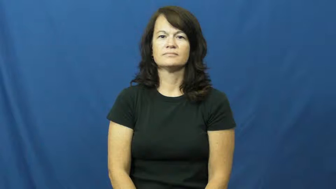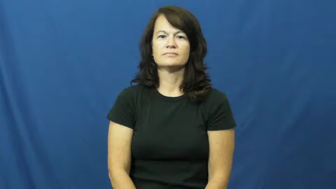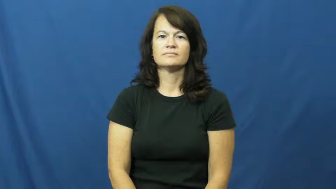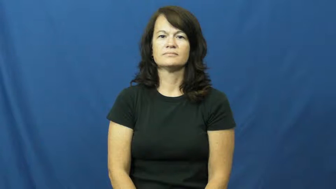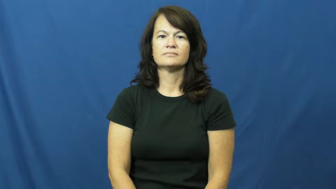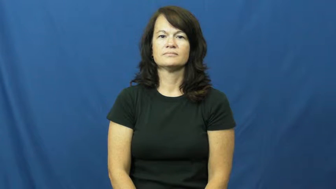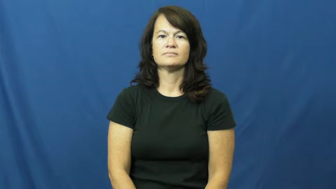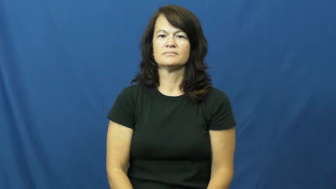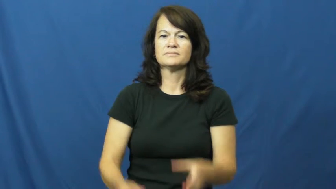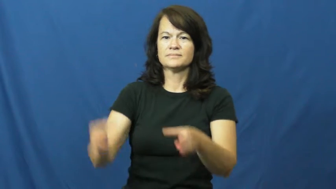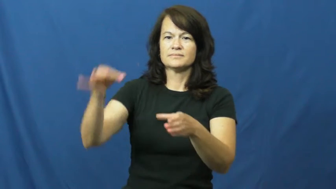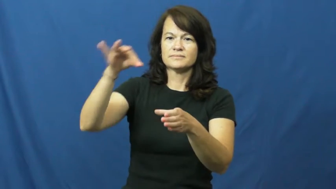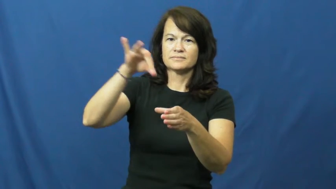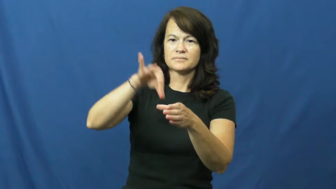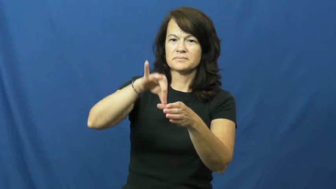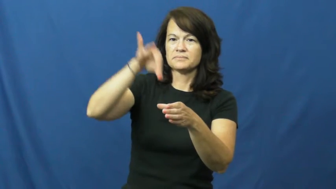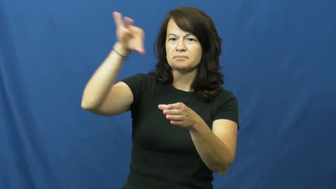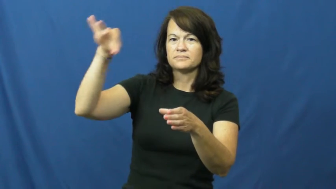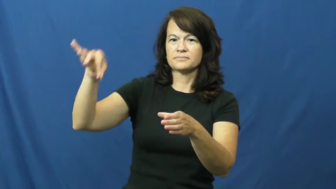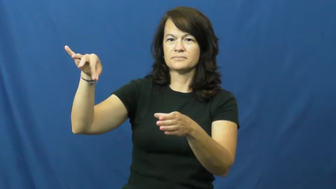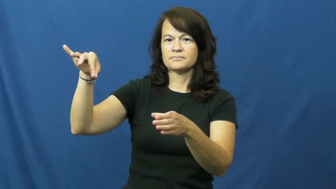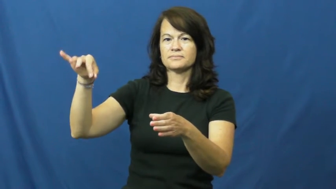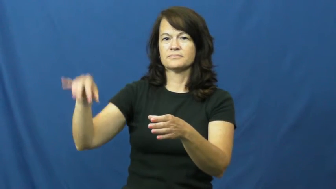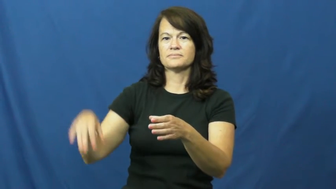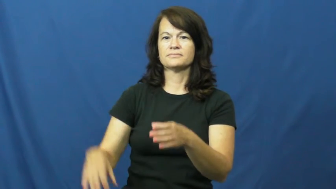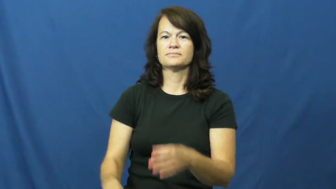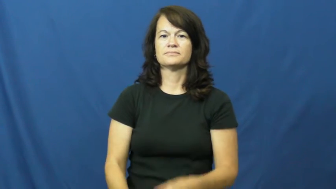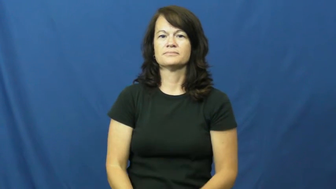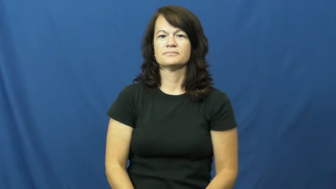dip-dunk